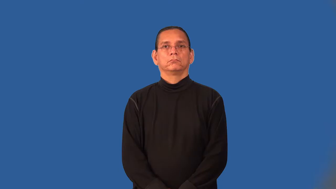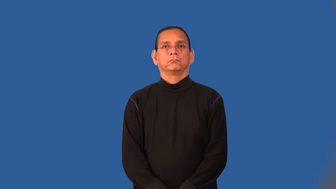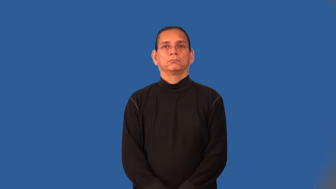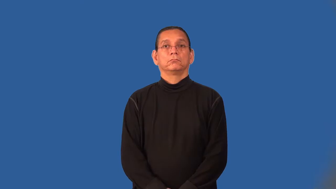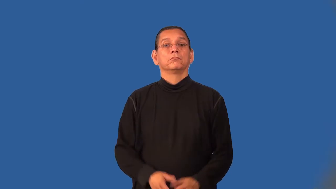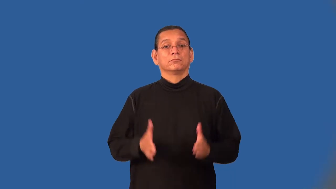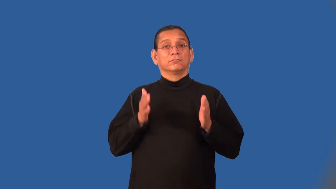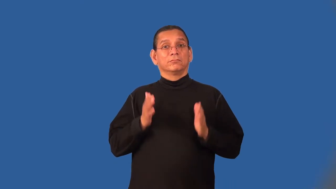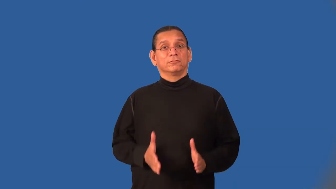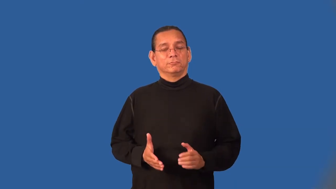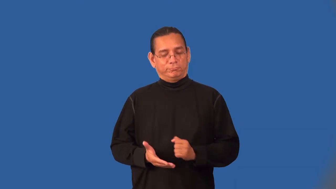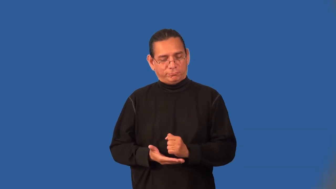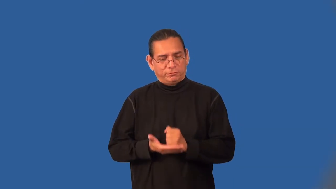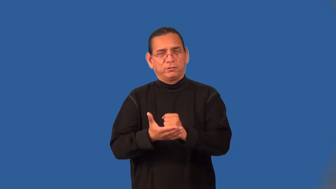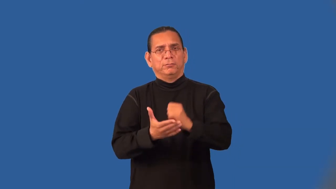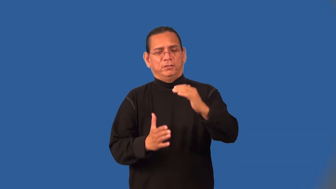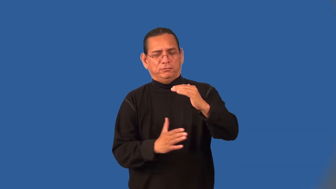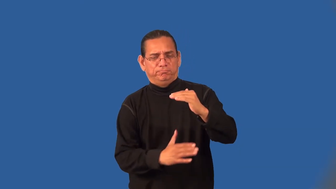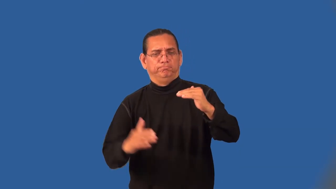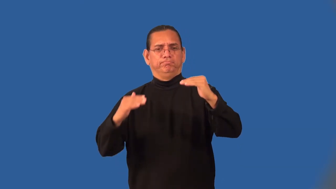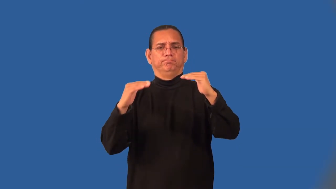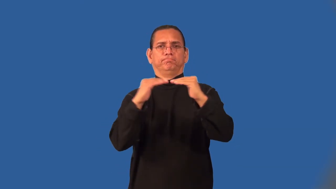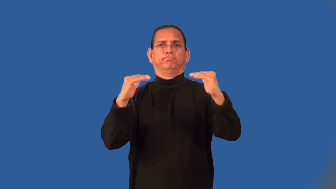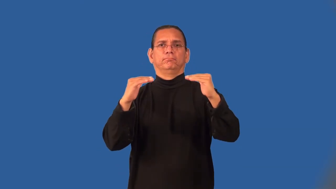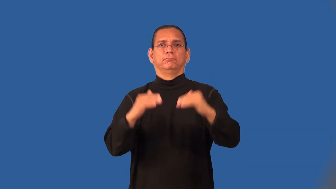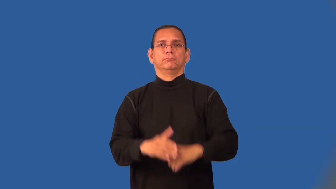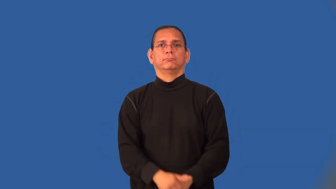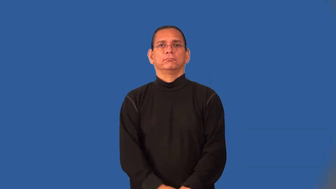libber